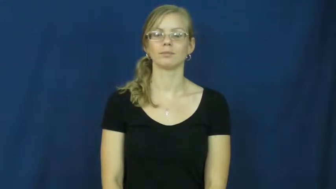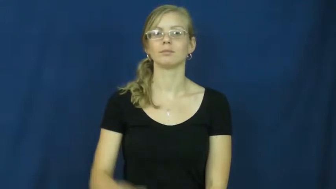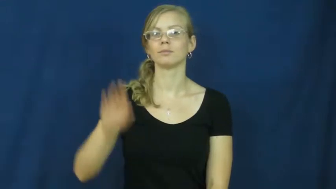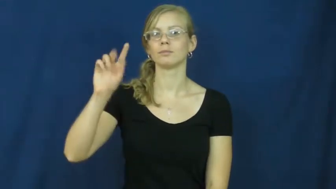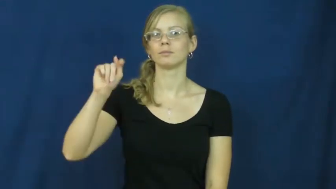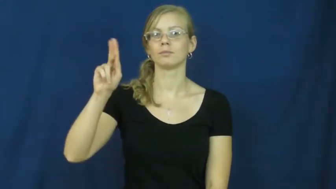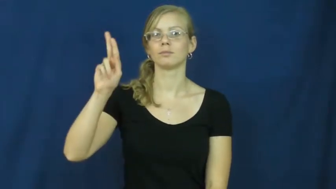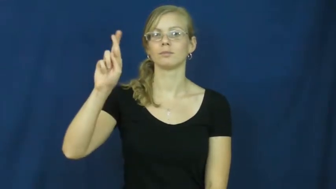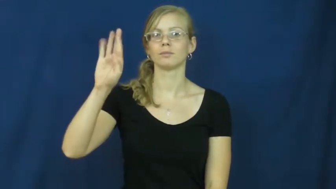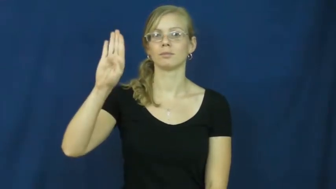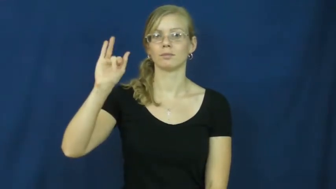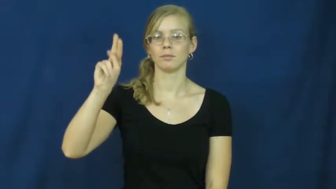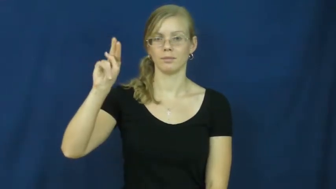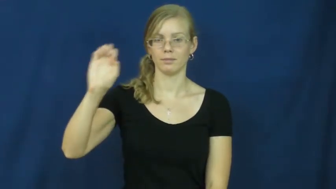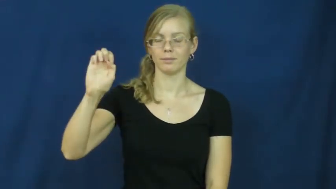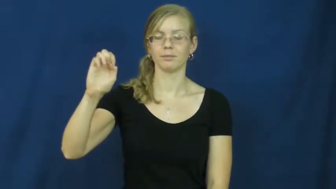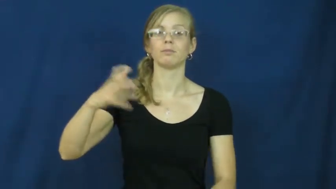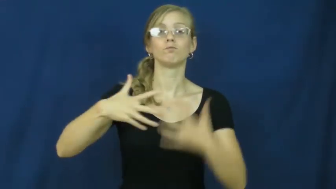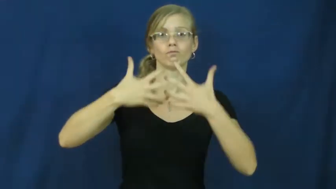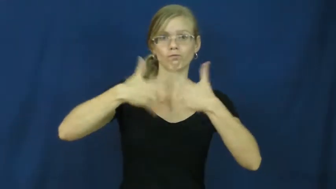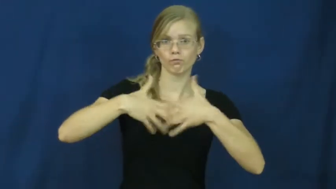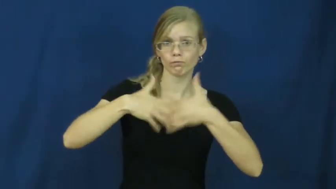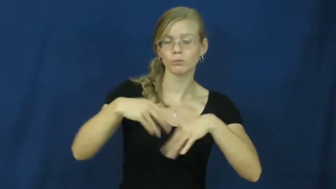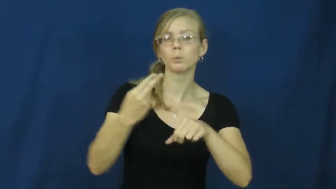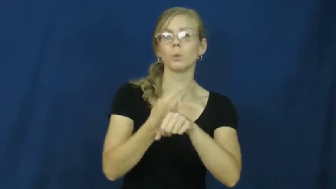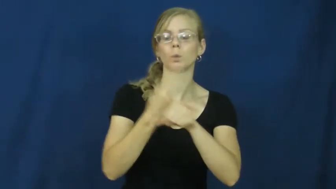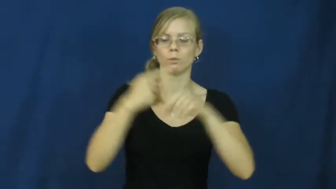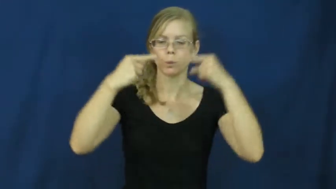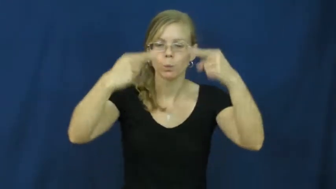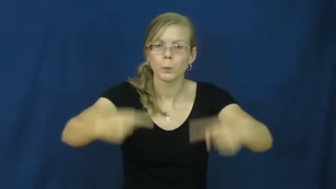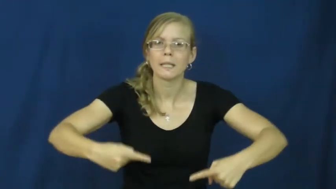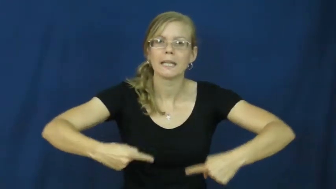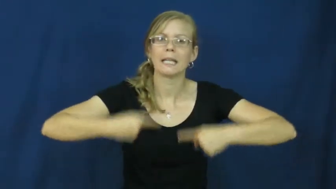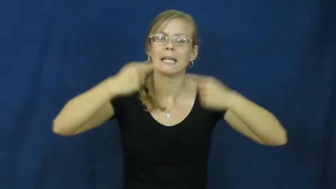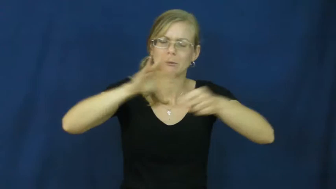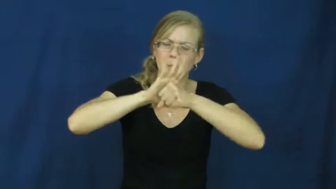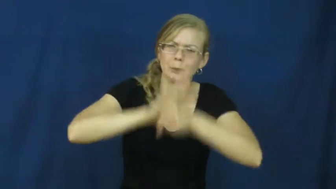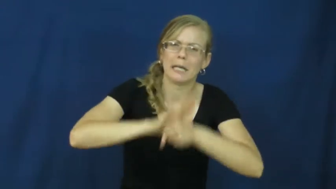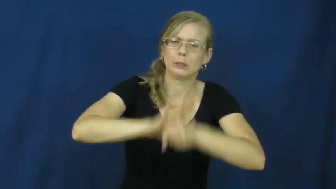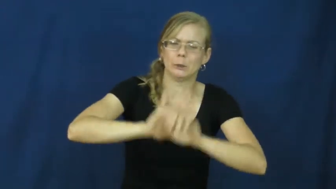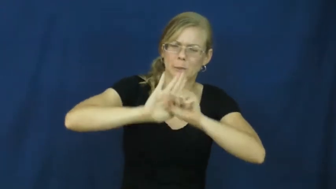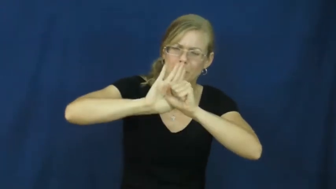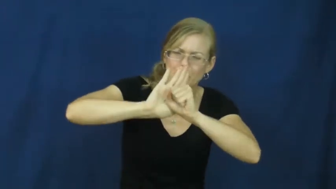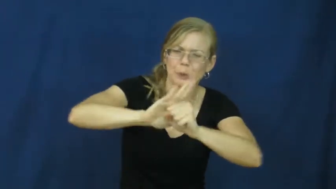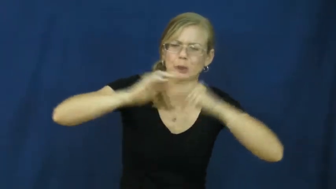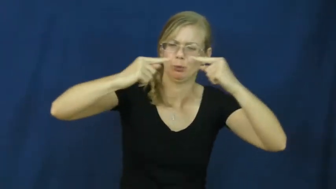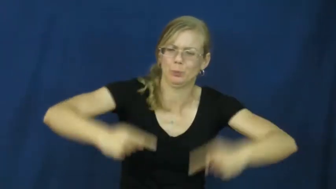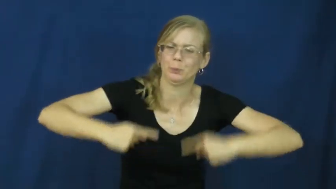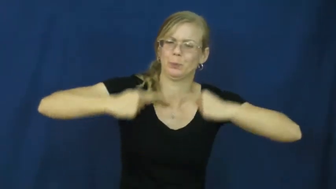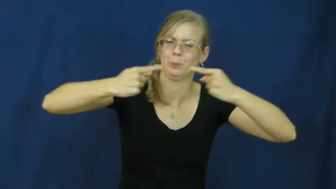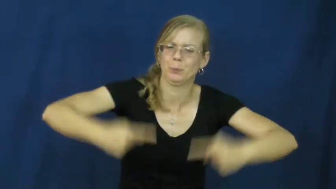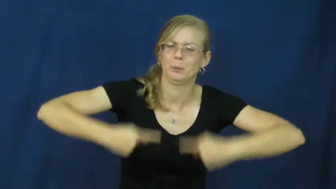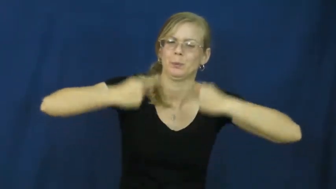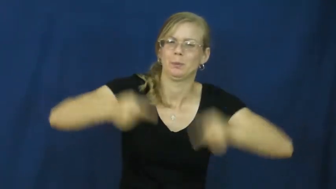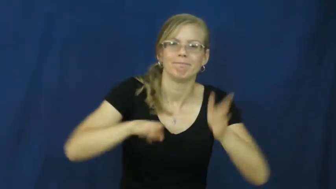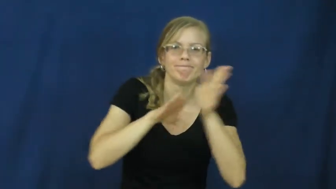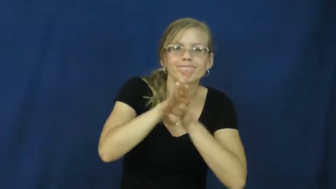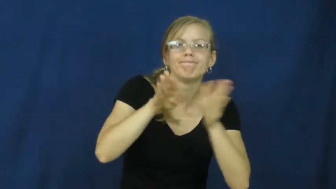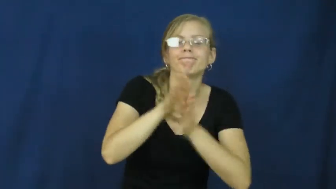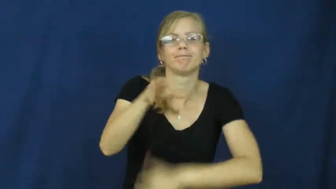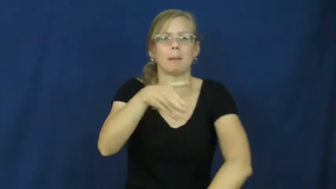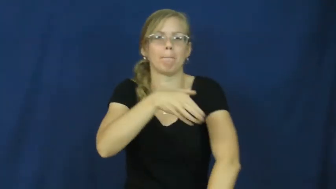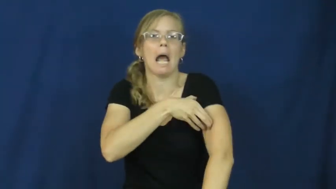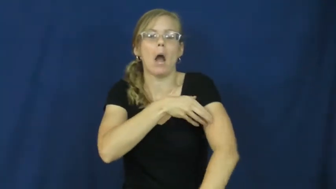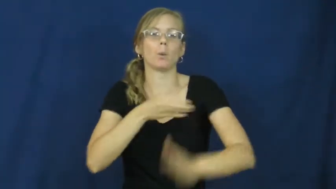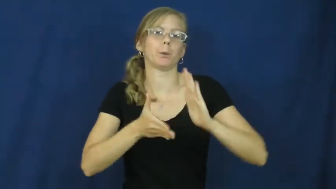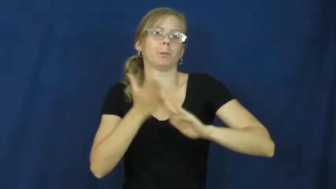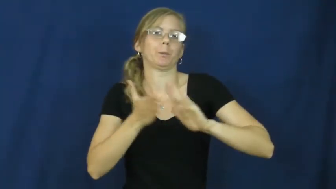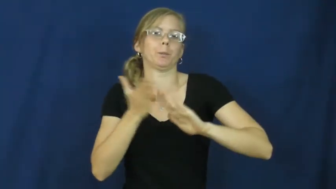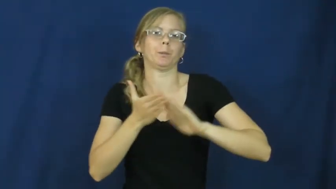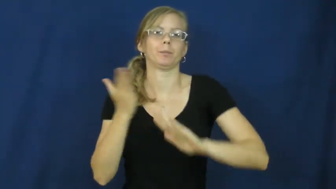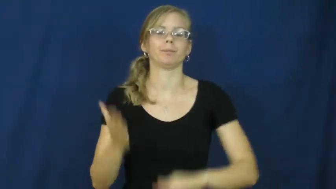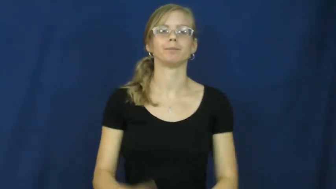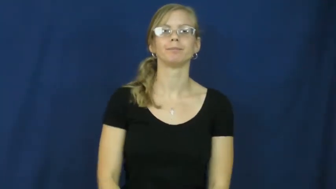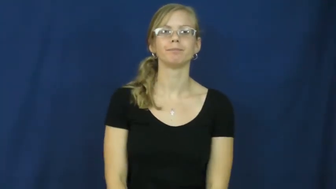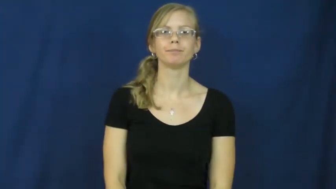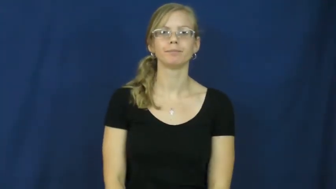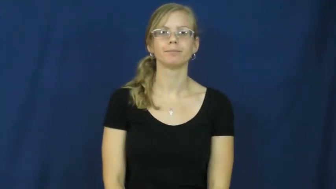turbine